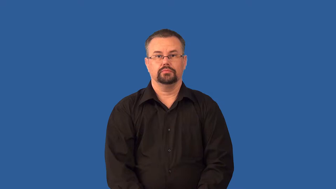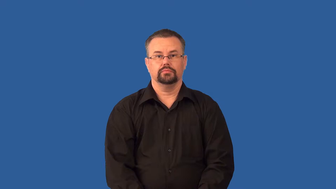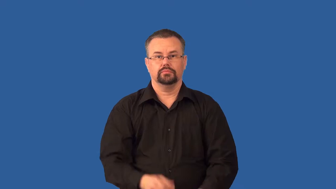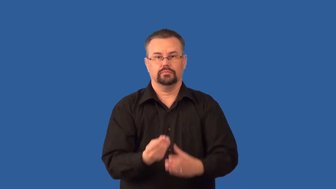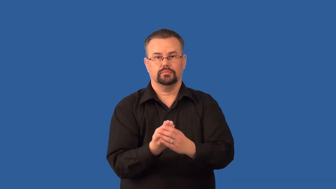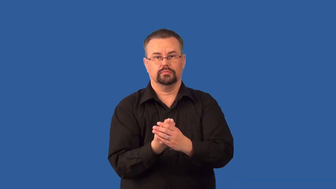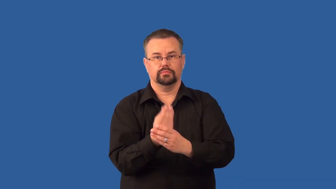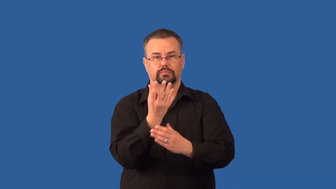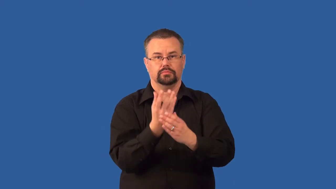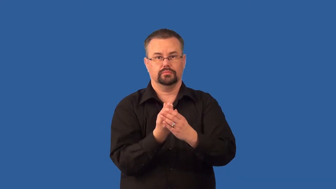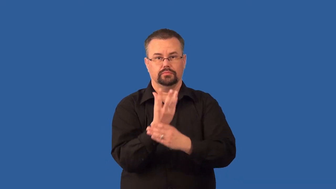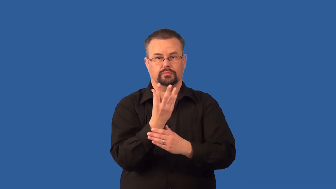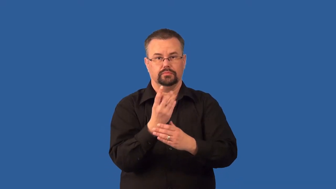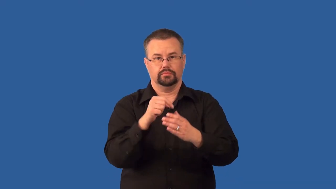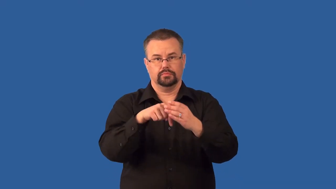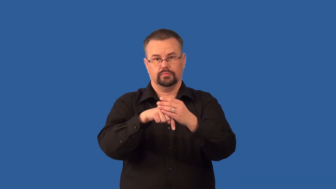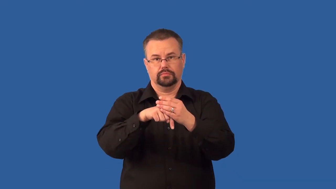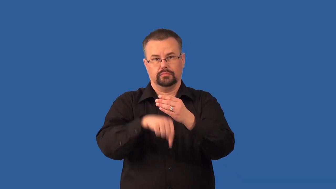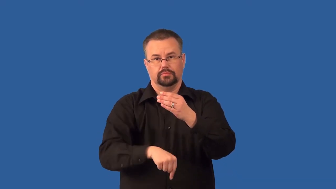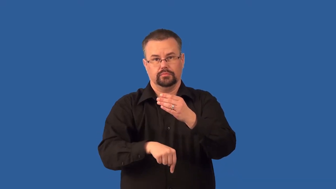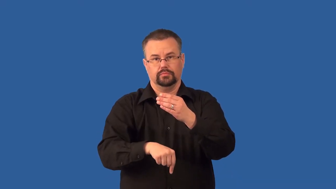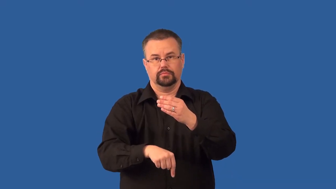taproot